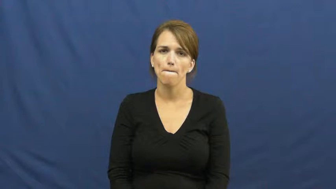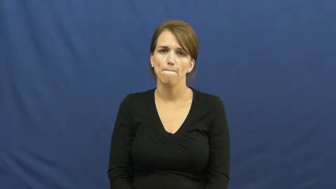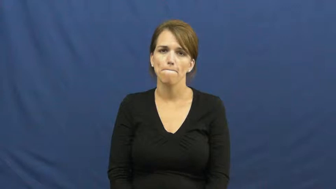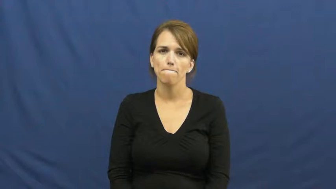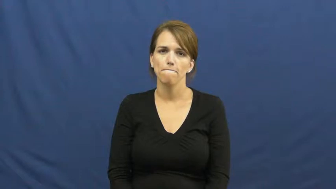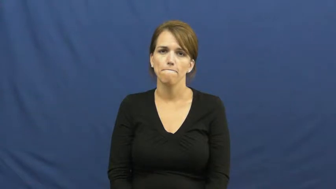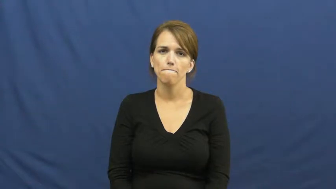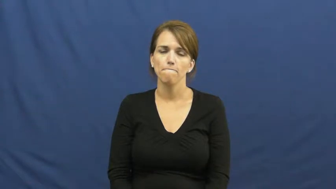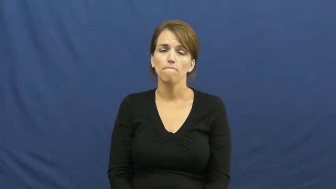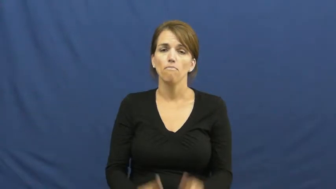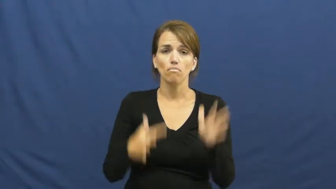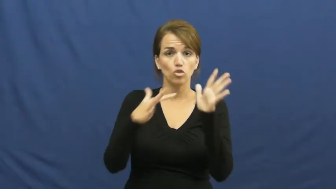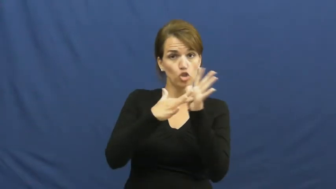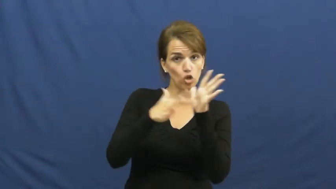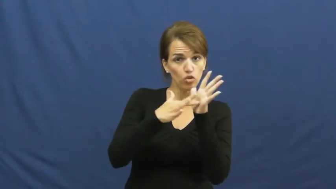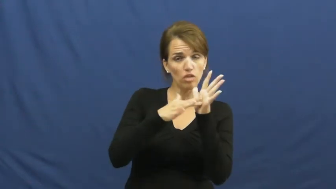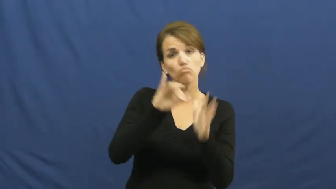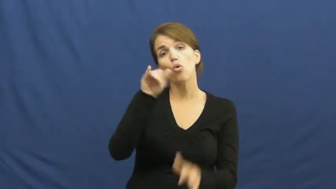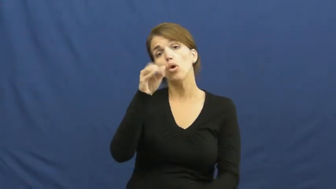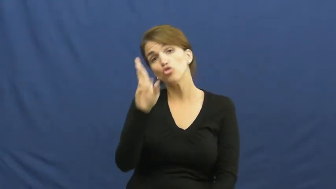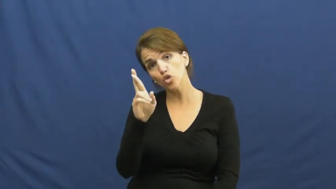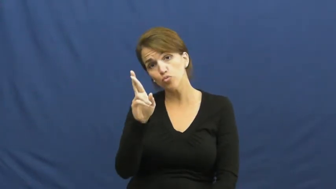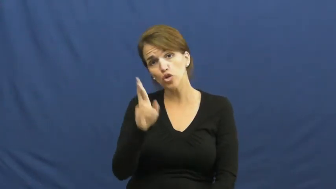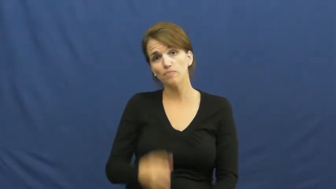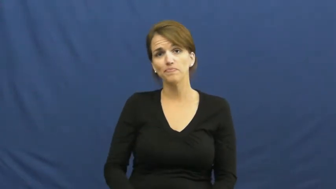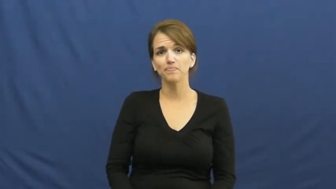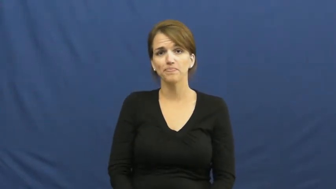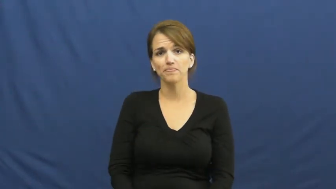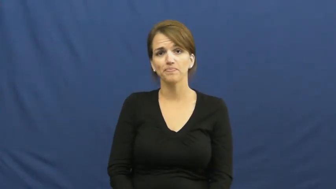junior-school